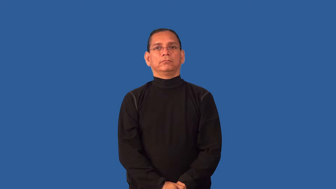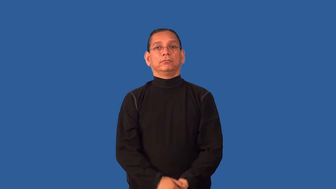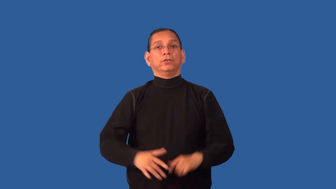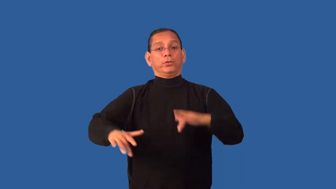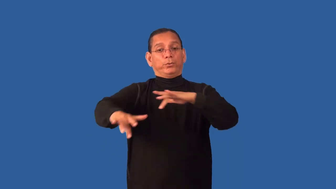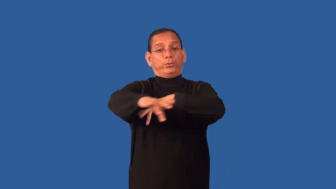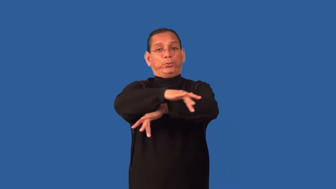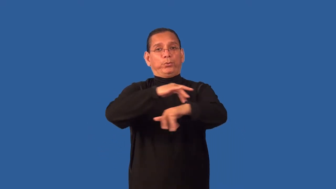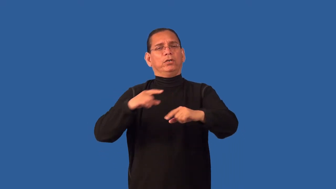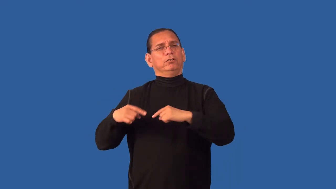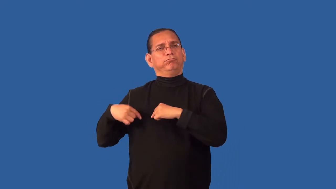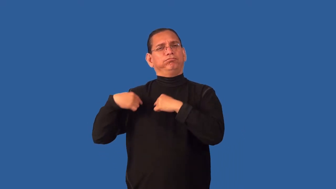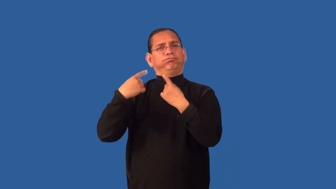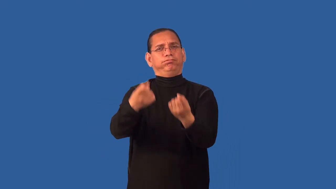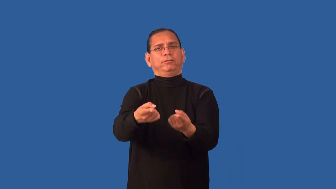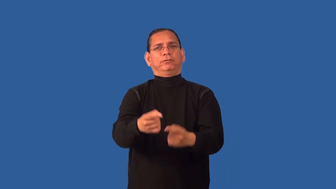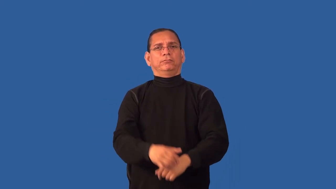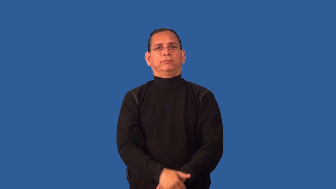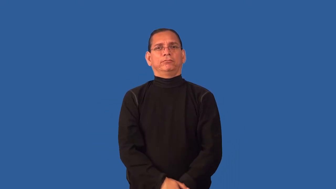deserted